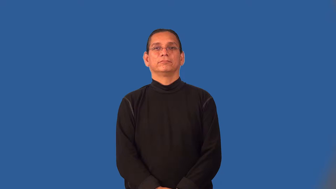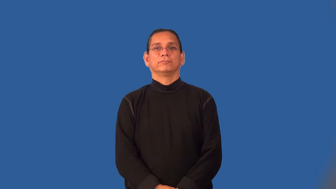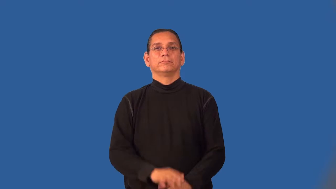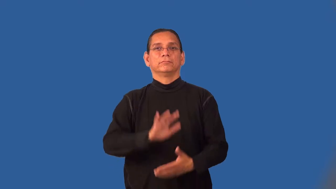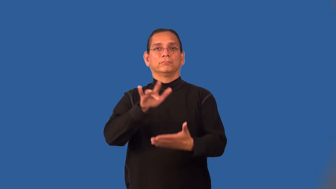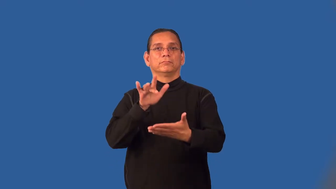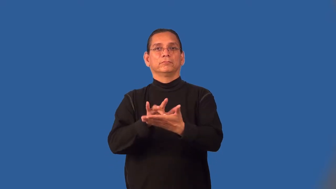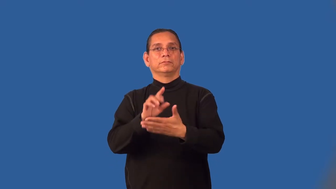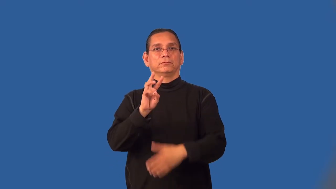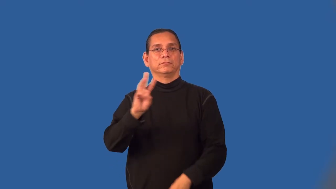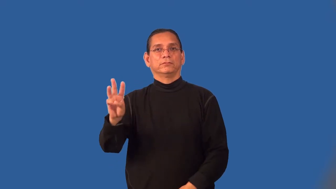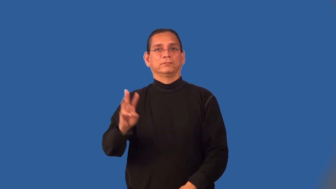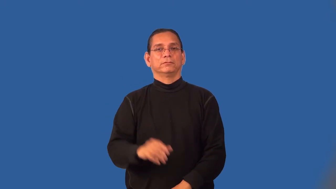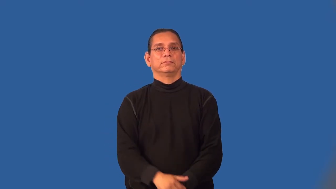midwest